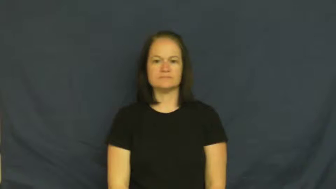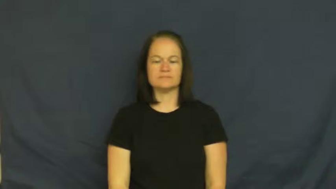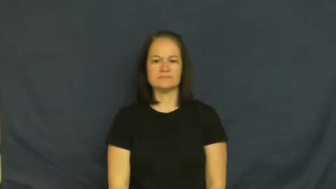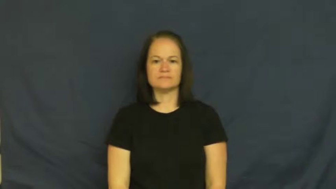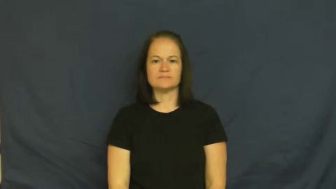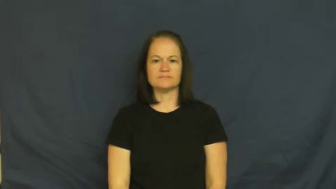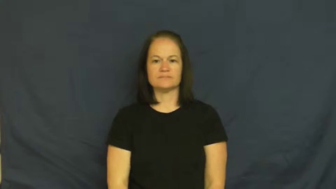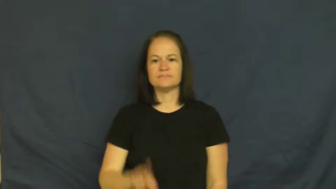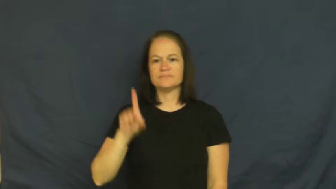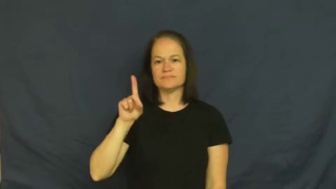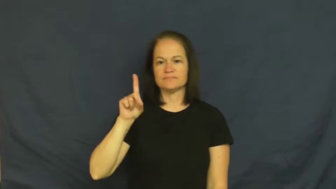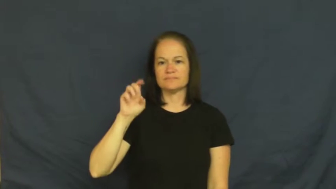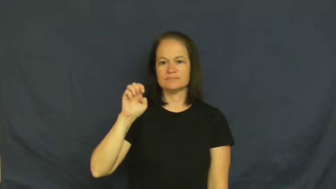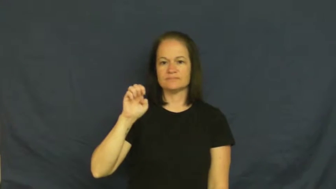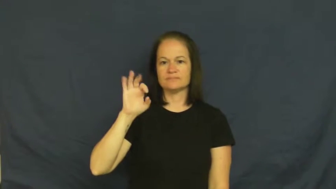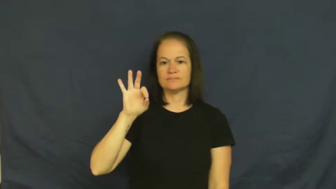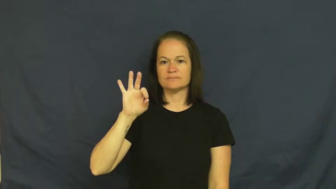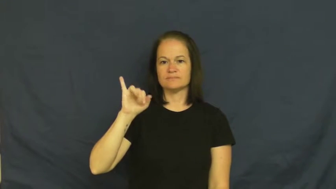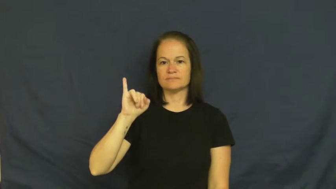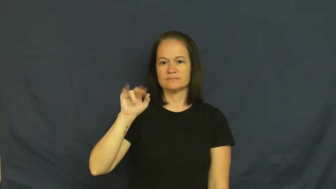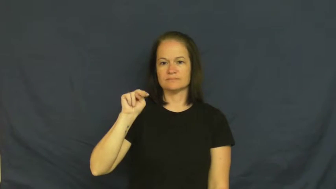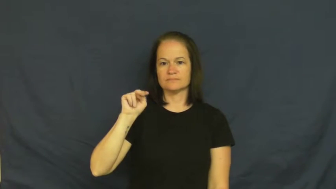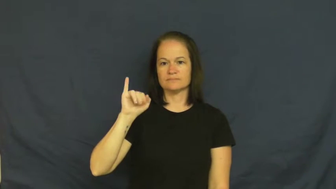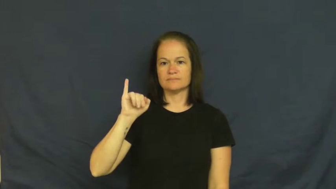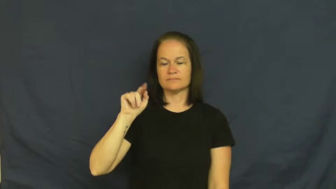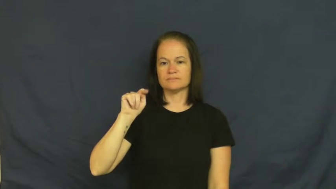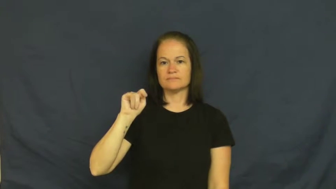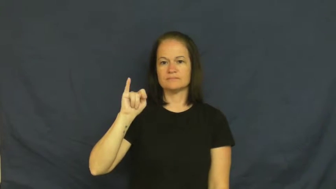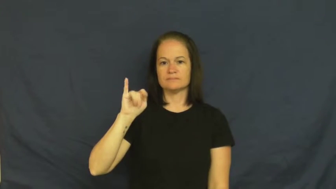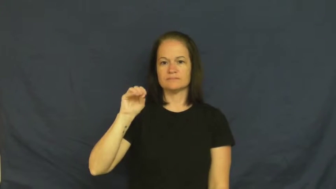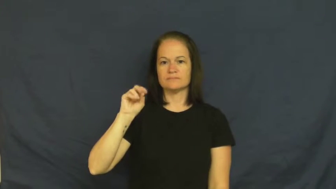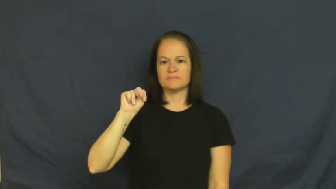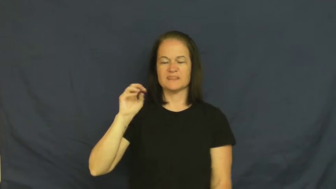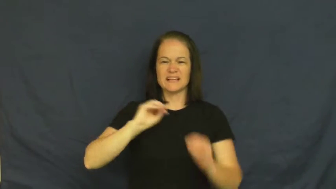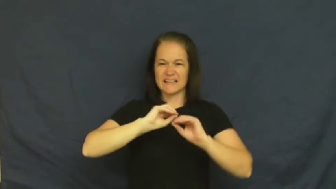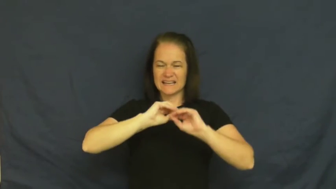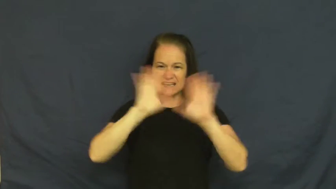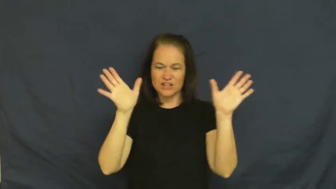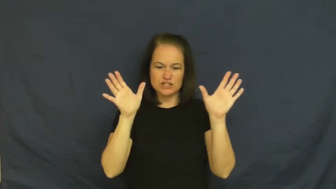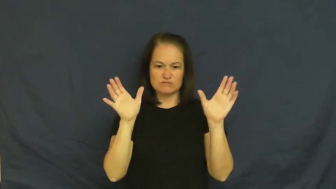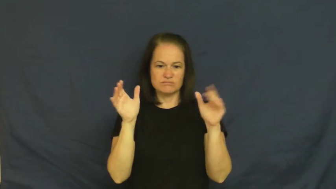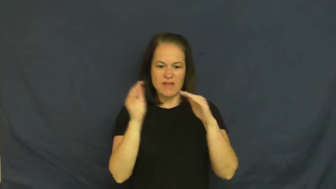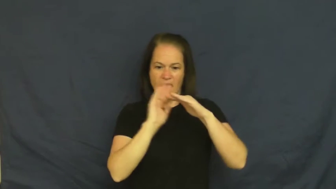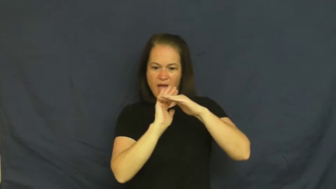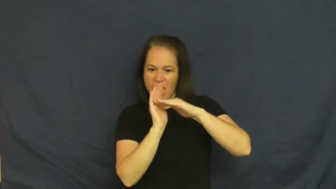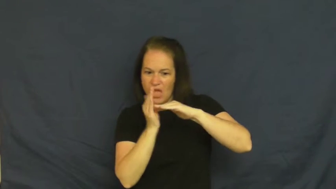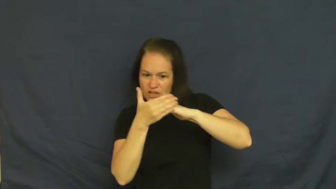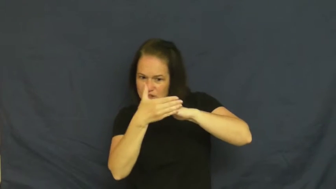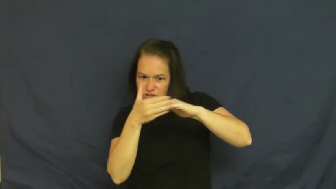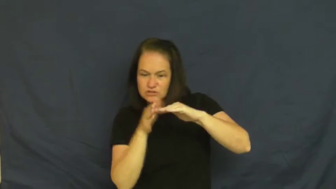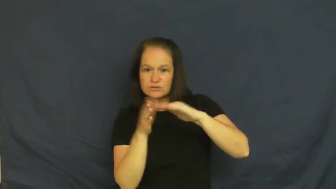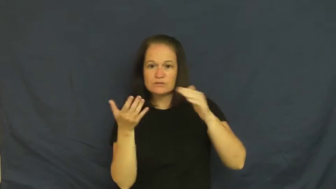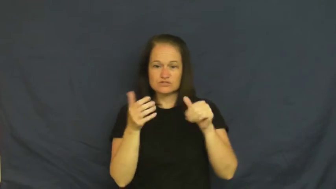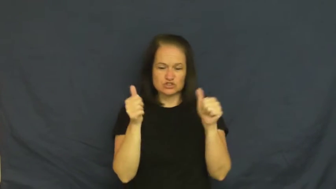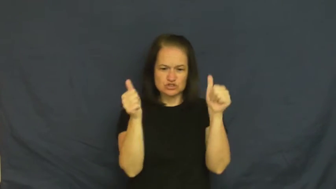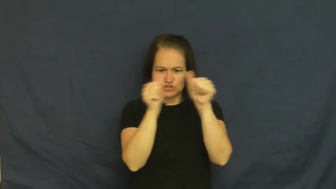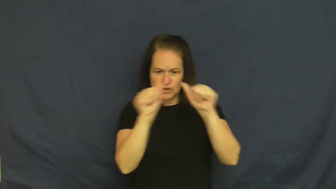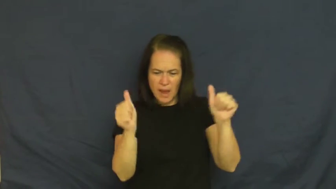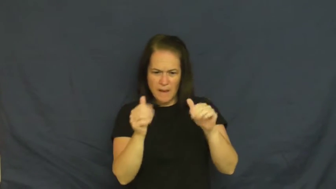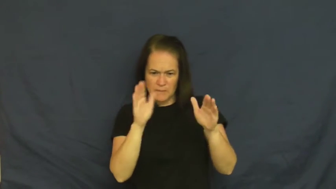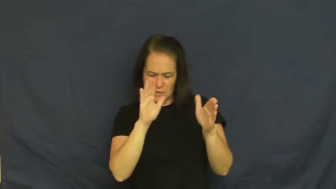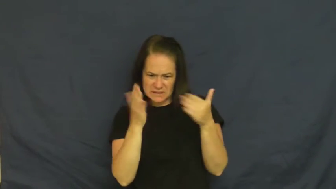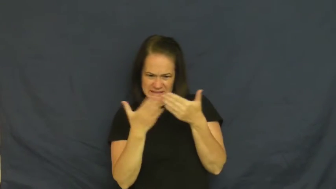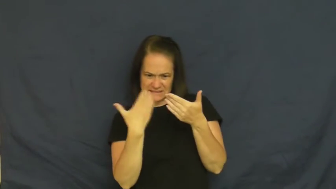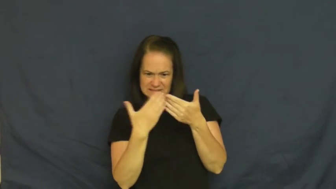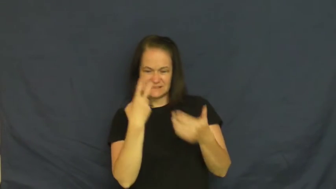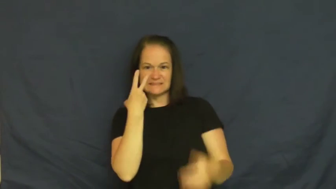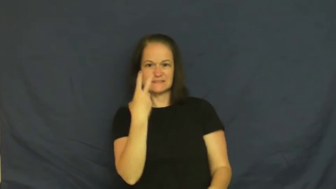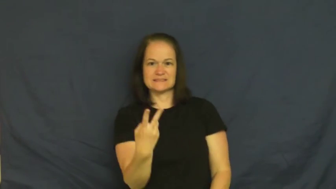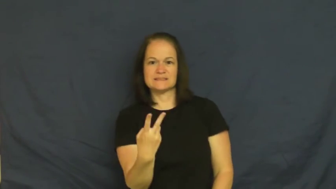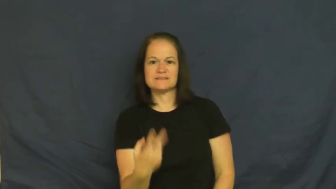definition-shape